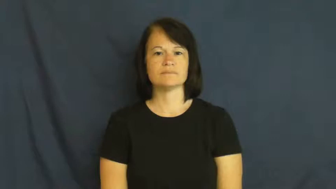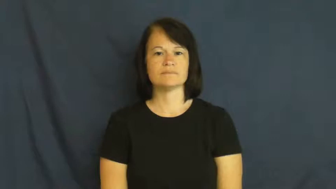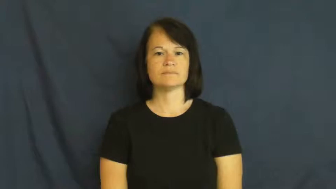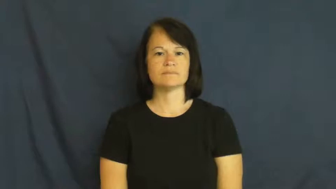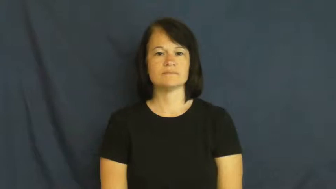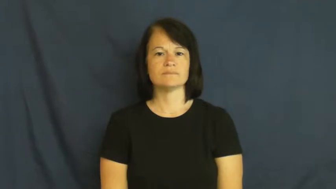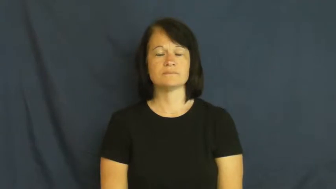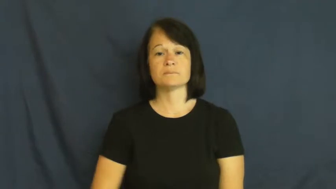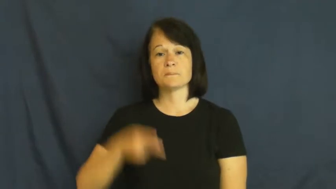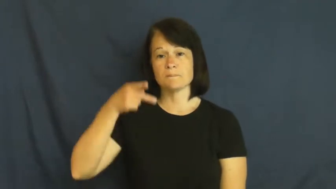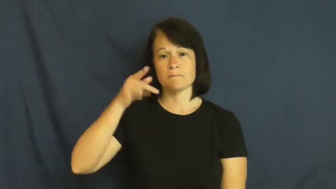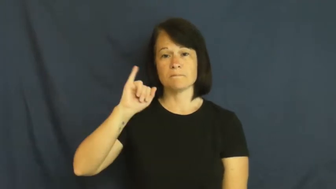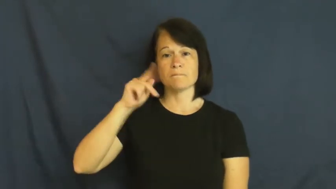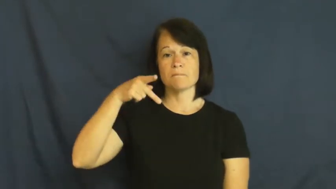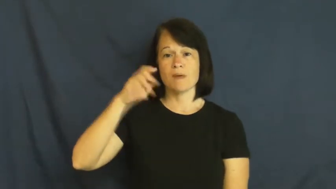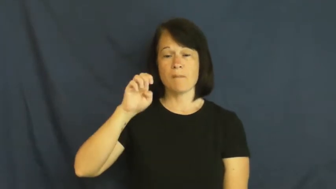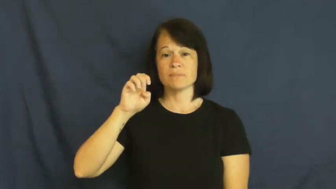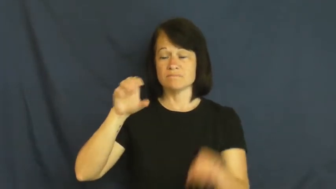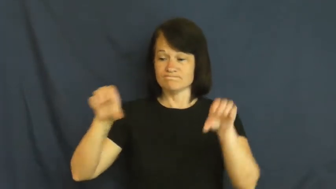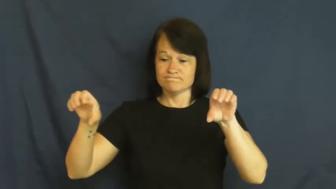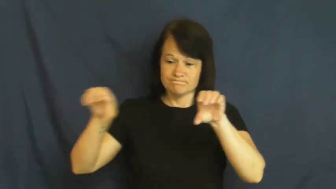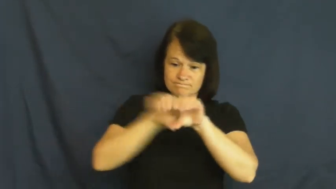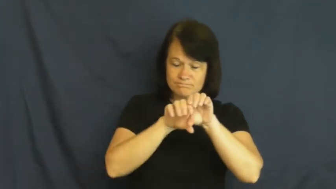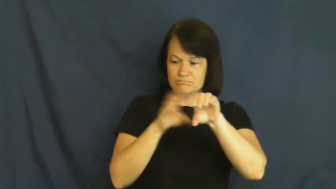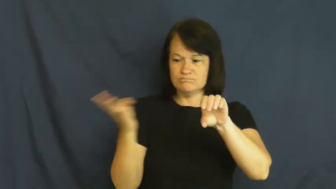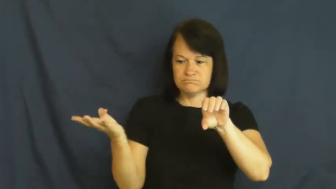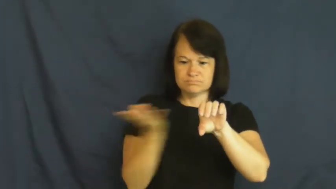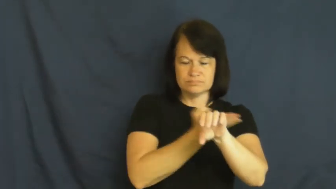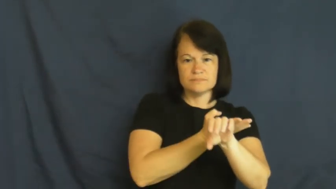pipe,pipe in